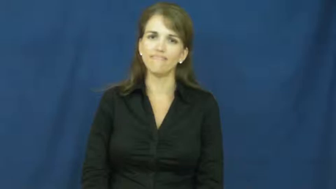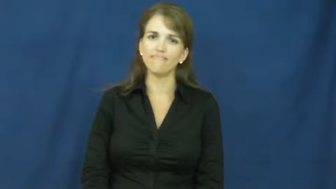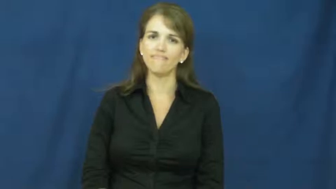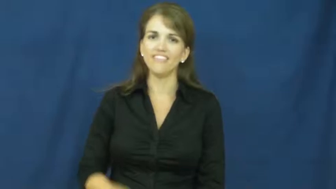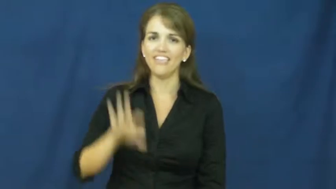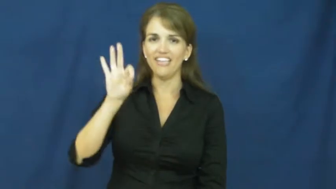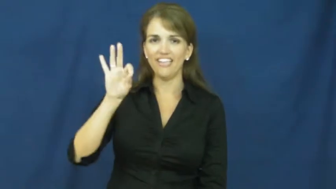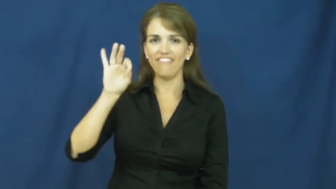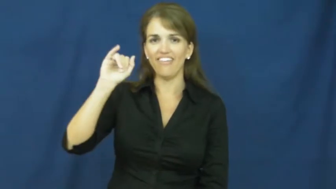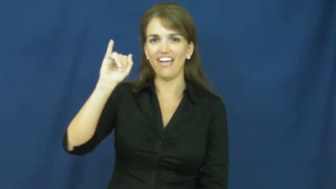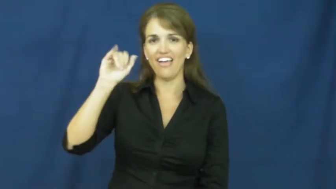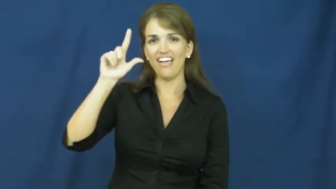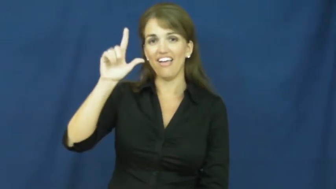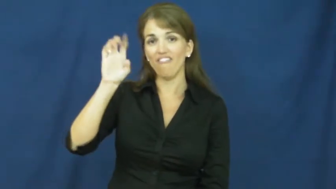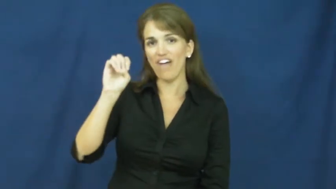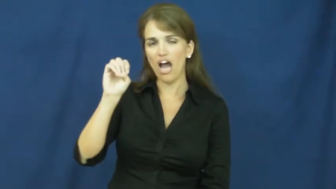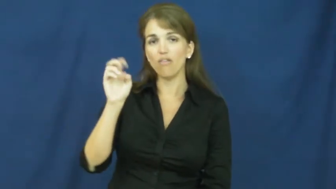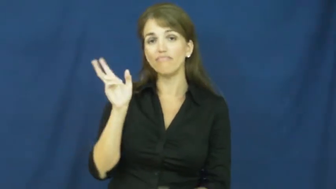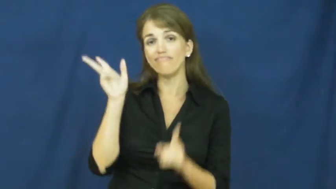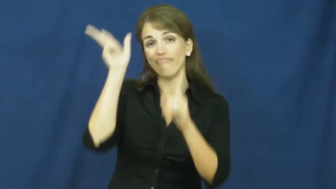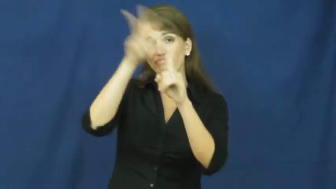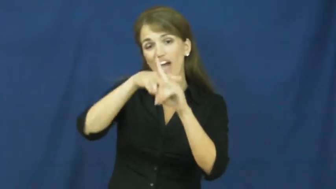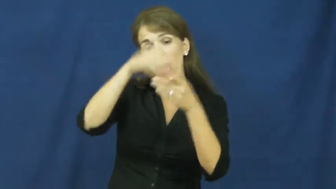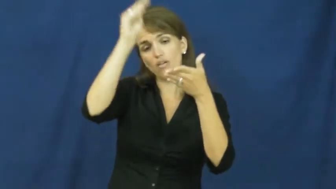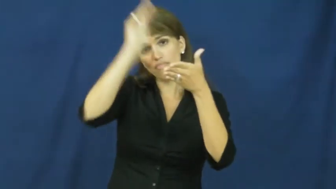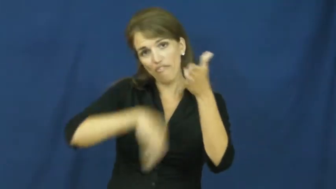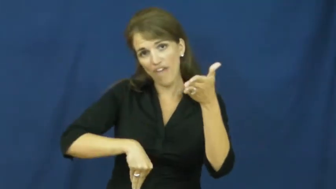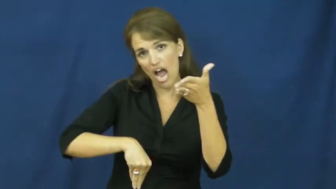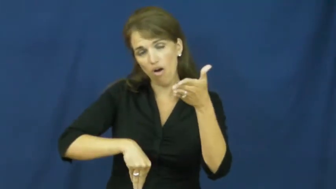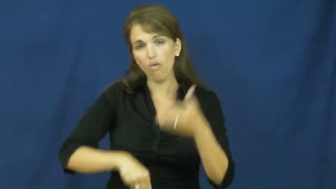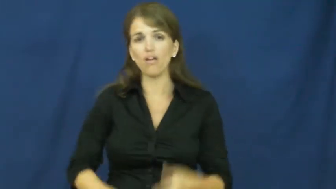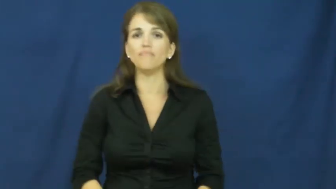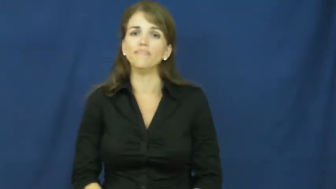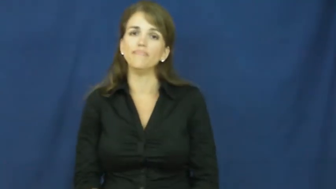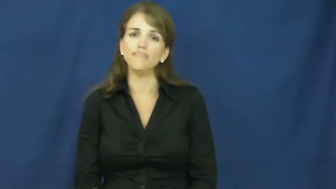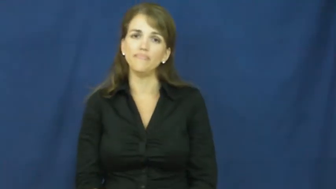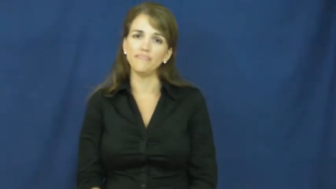file-tax